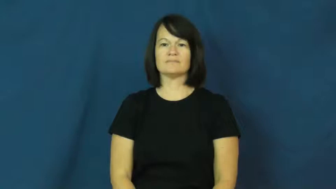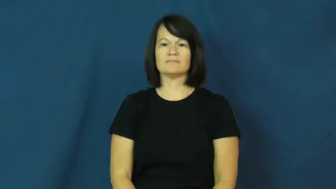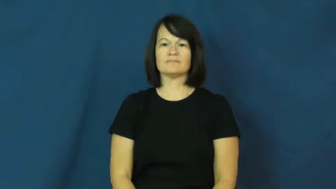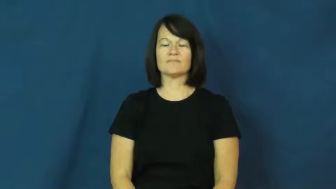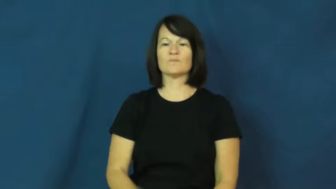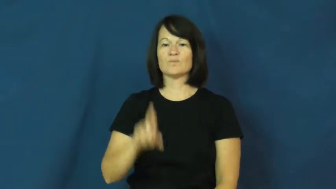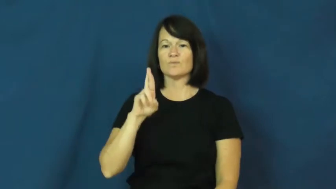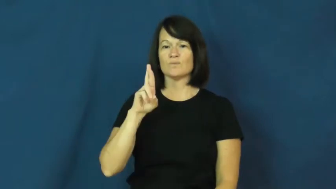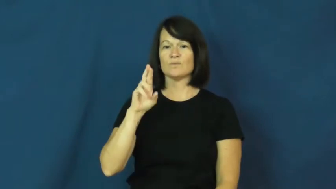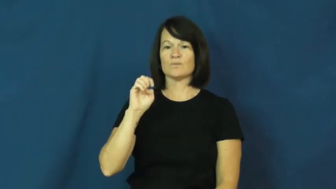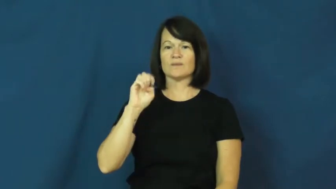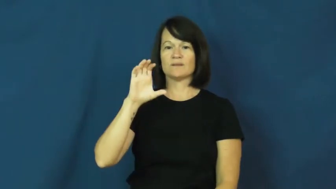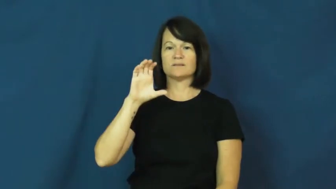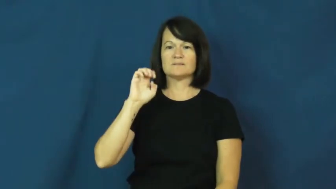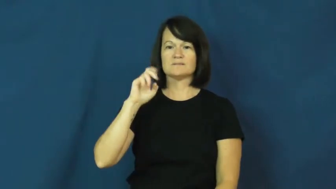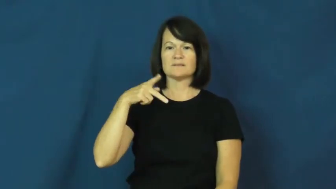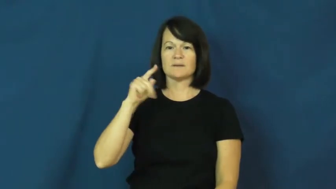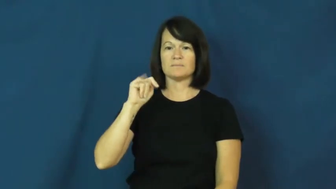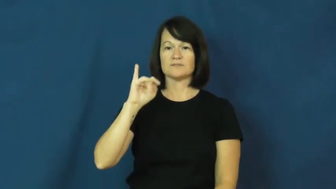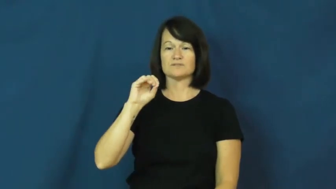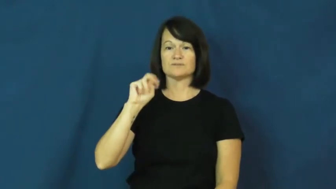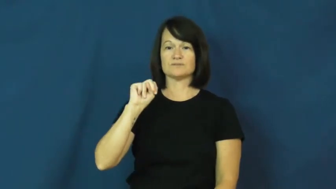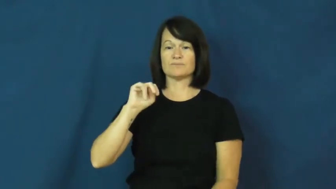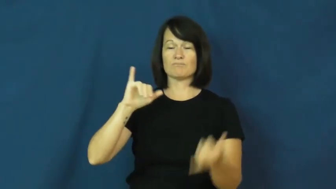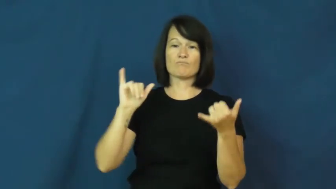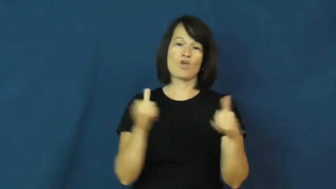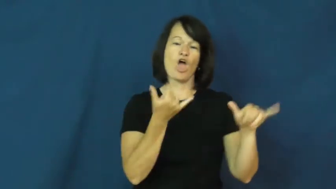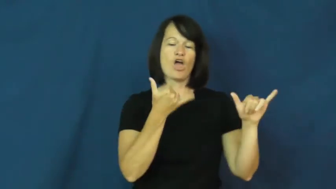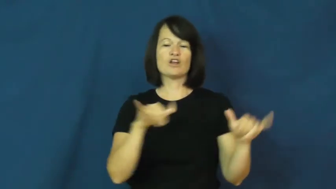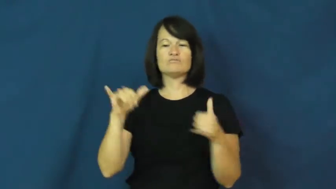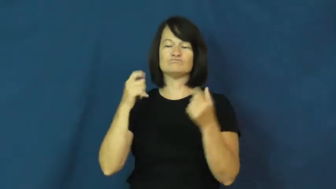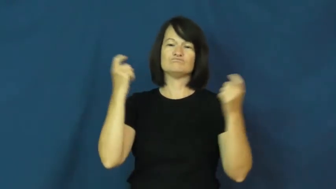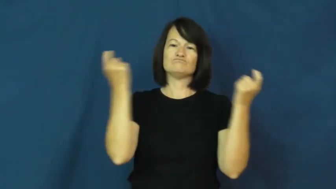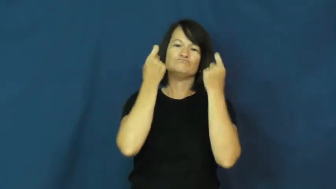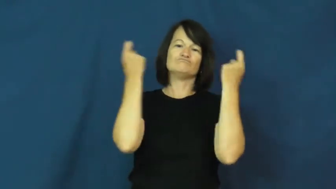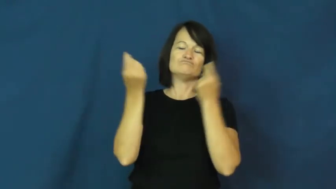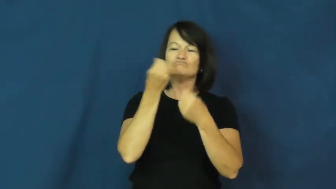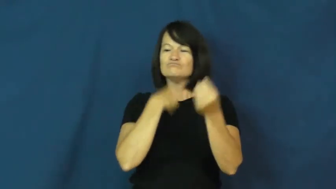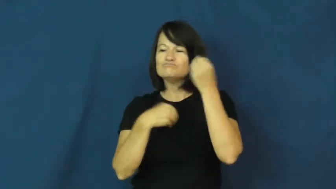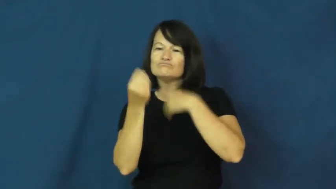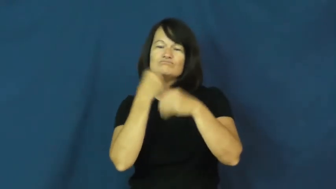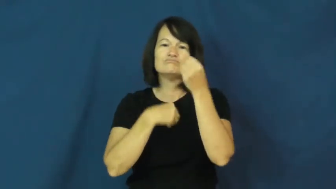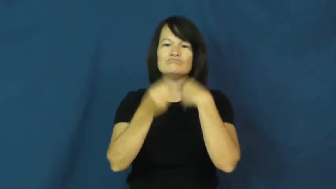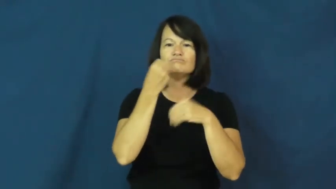reception-party